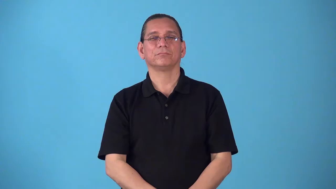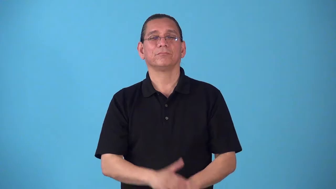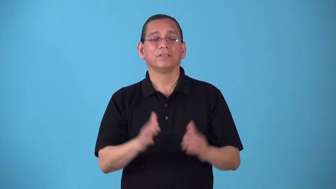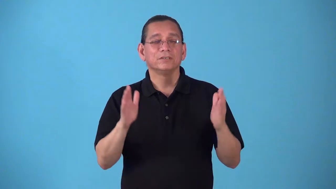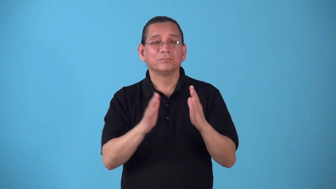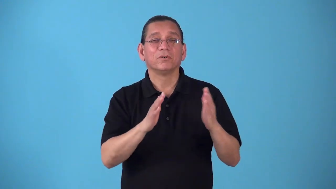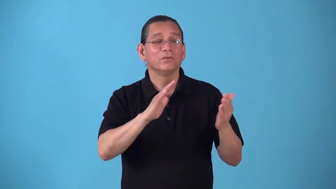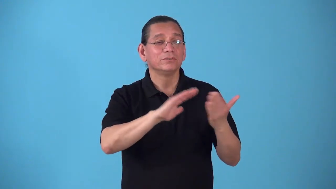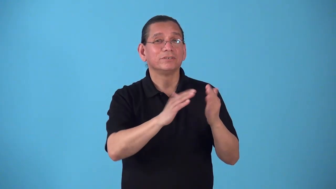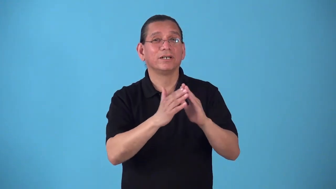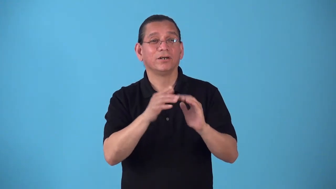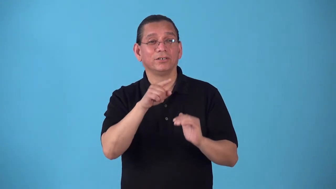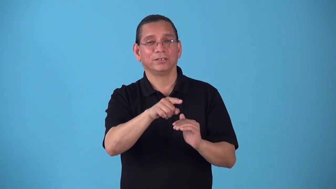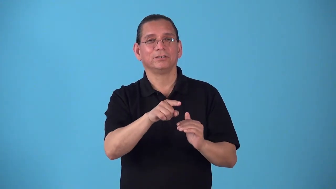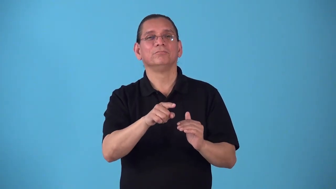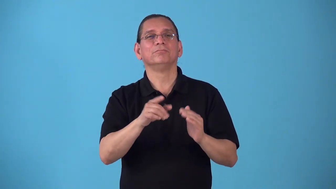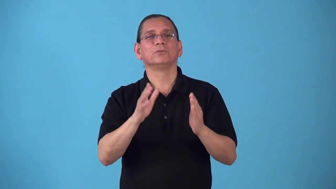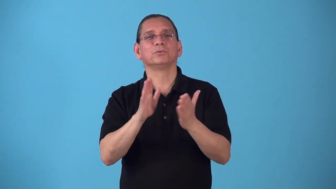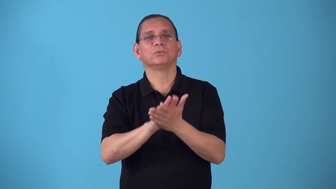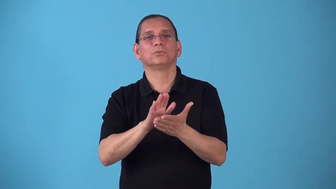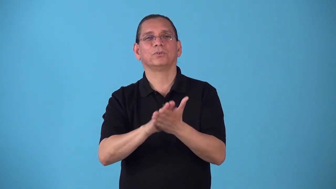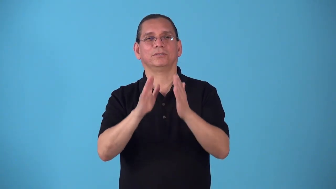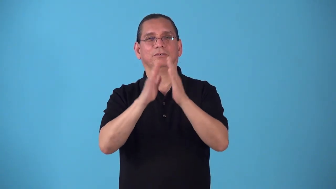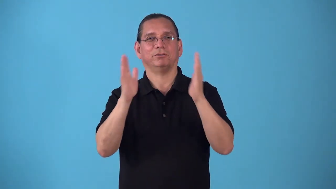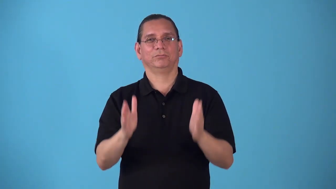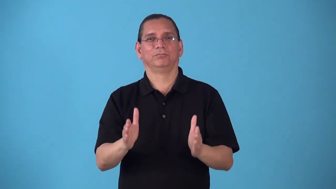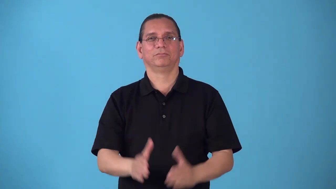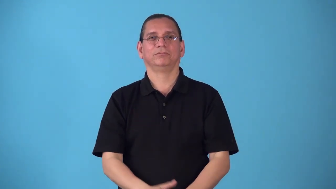schoolhouse